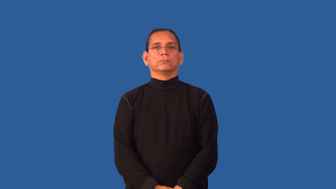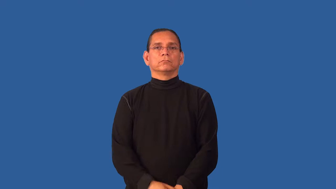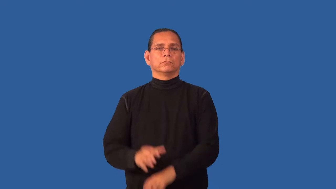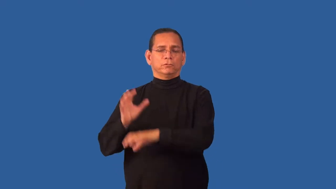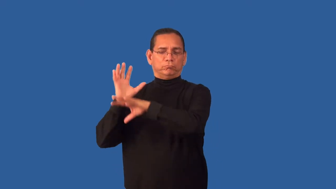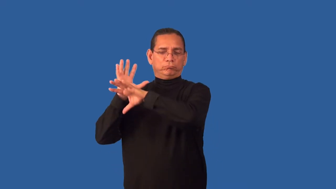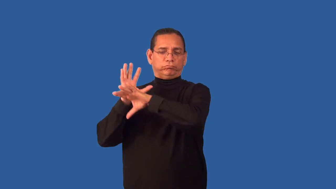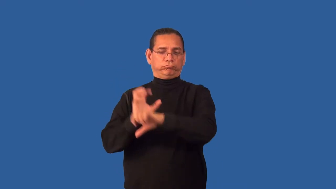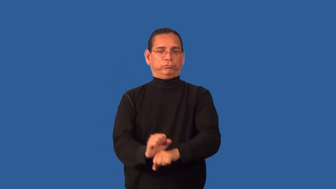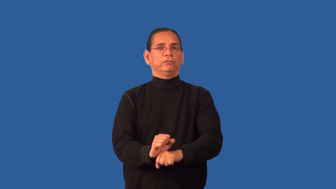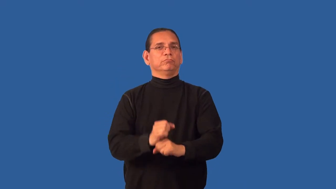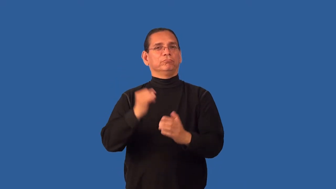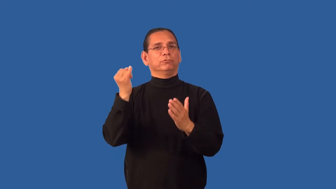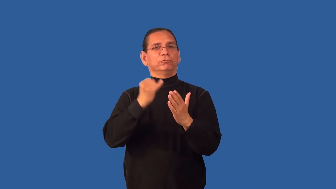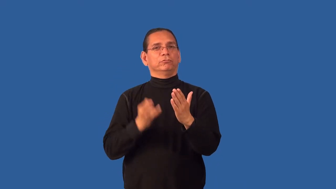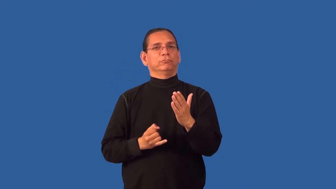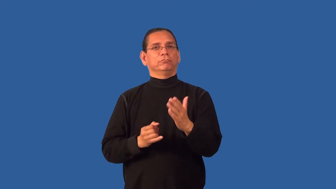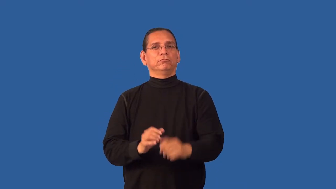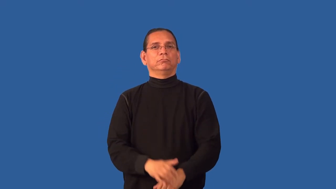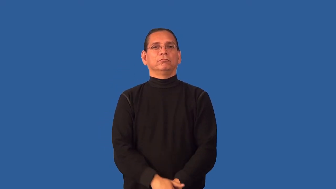folksy,folk